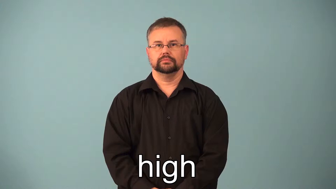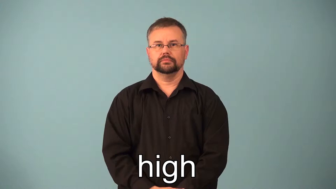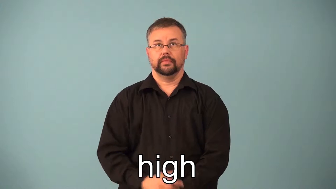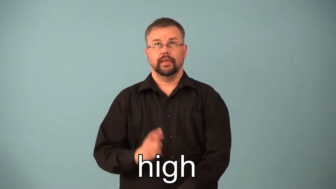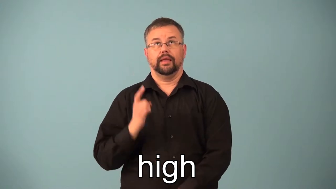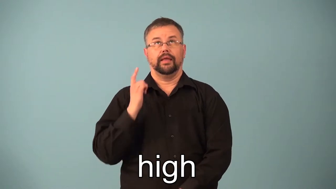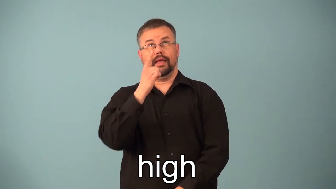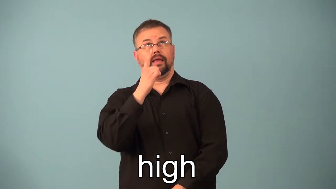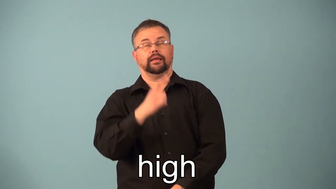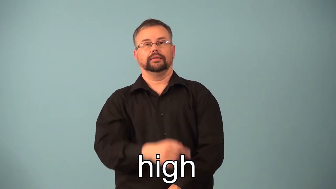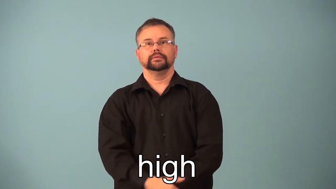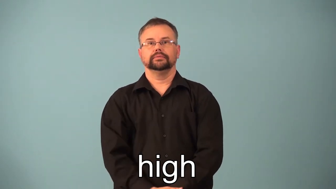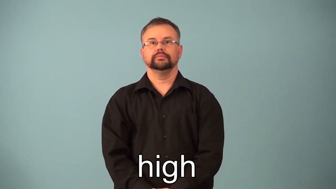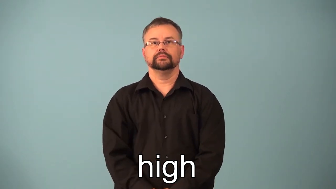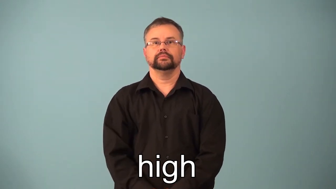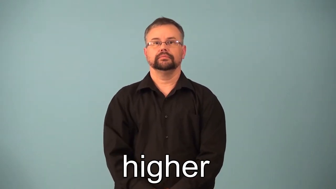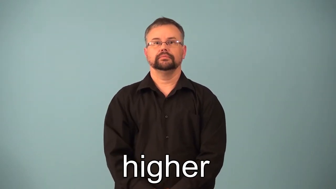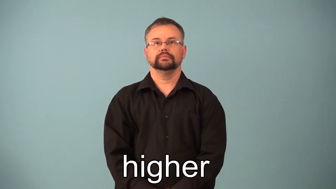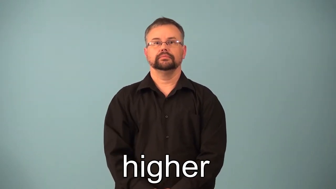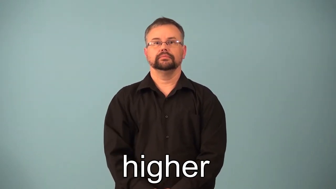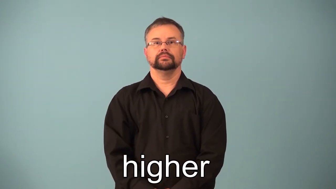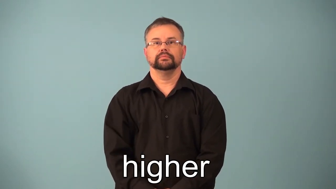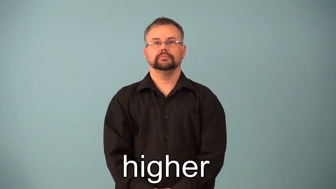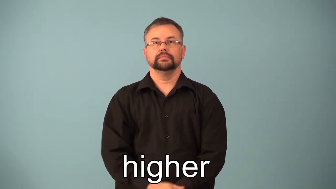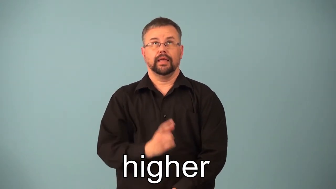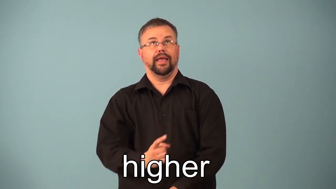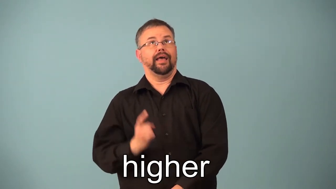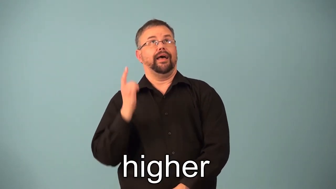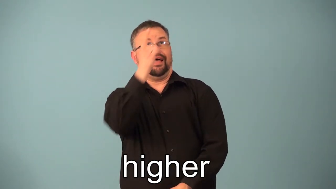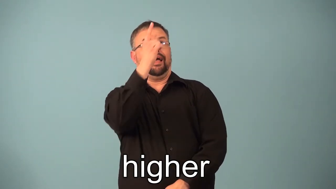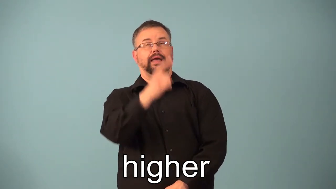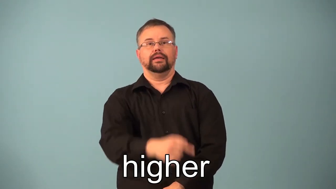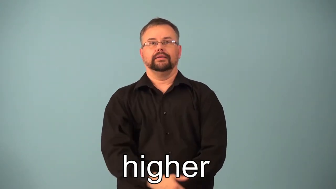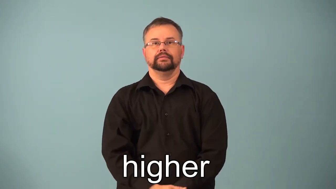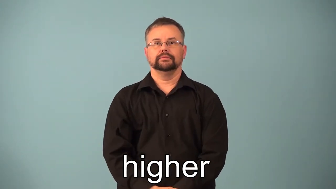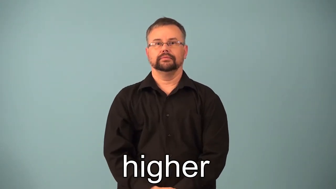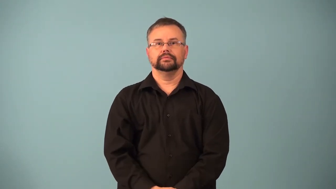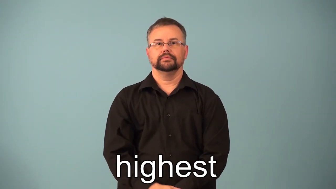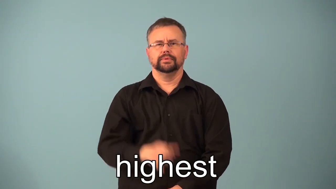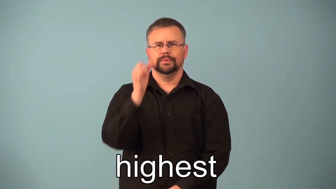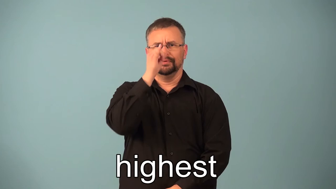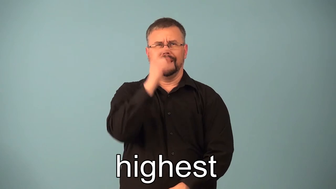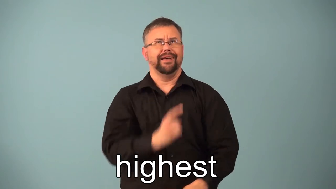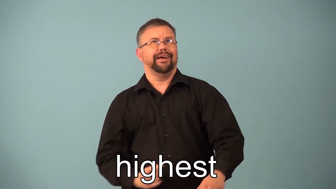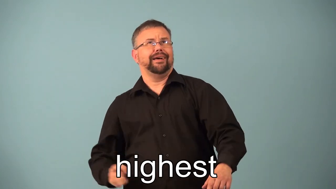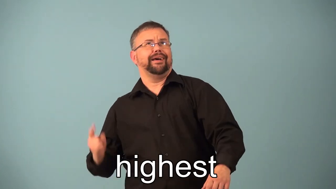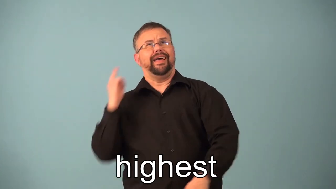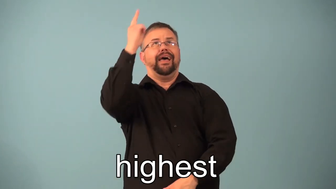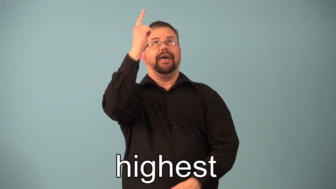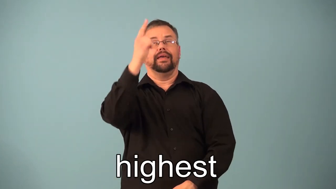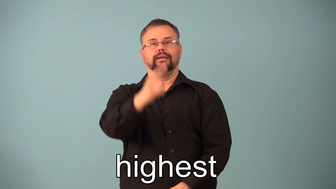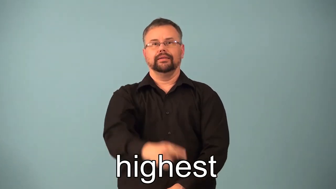high,higher,highest-height